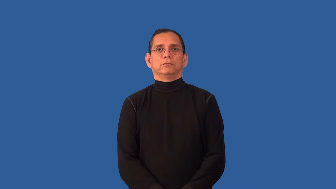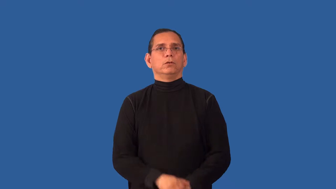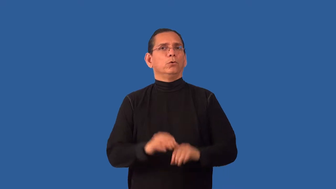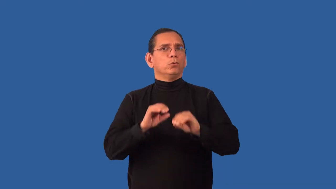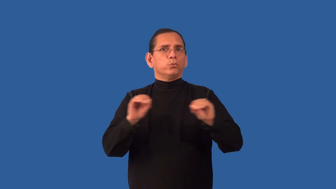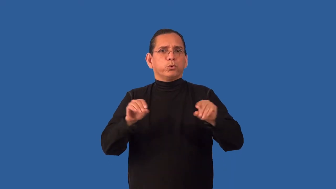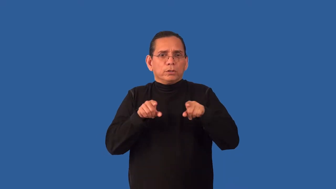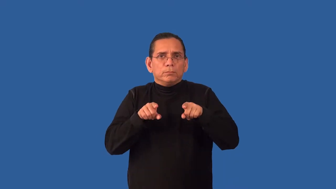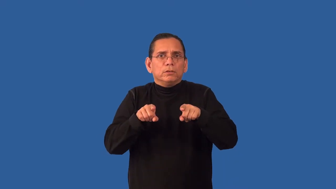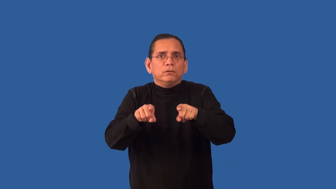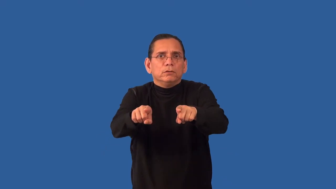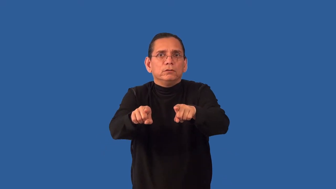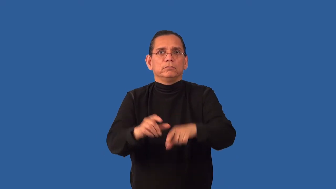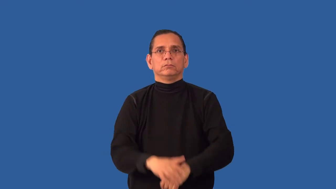unexampled